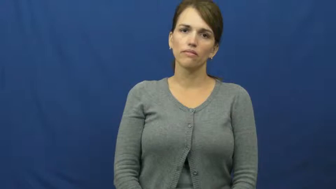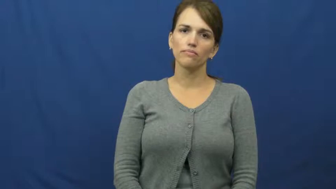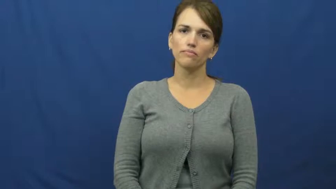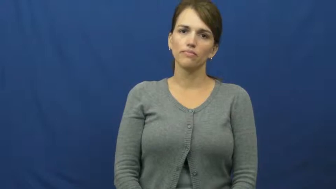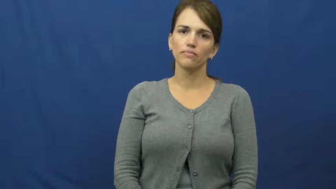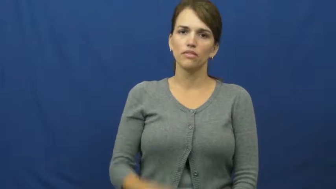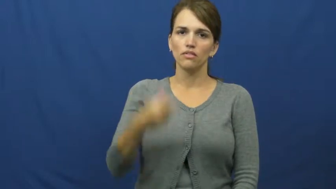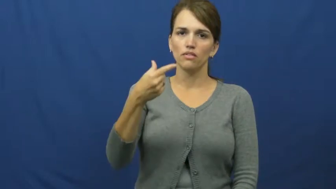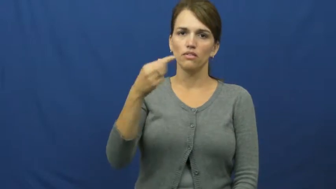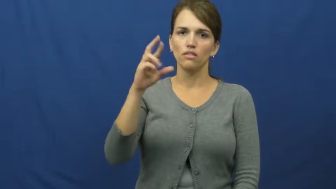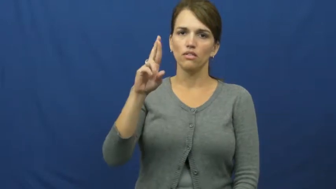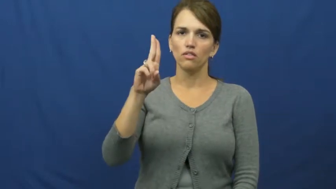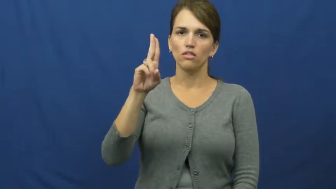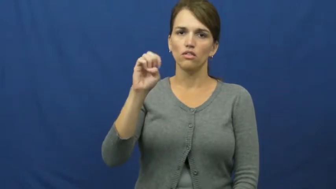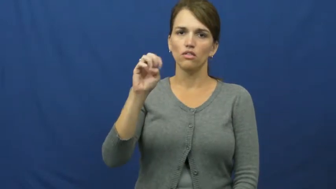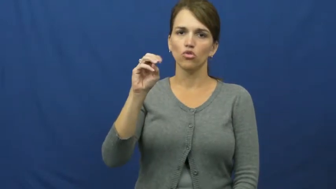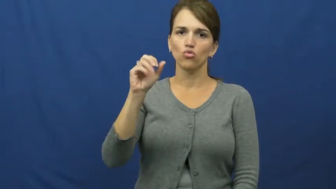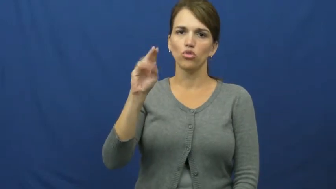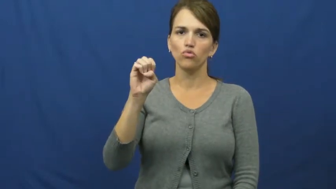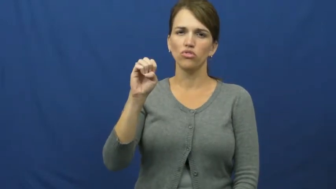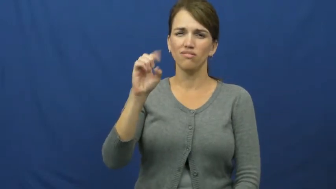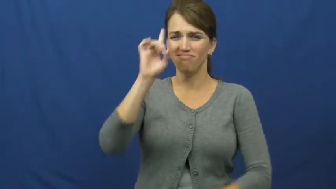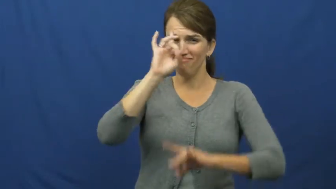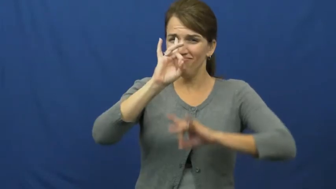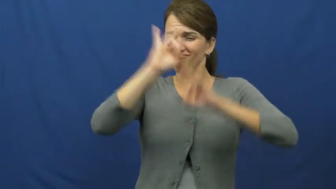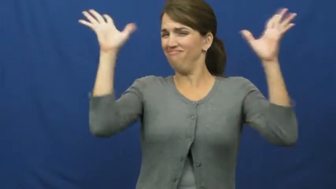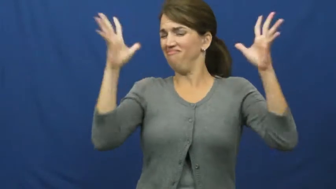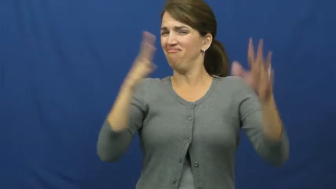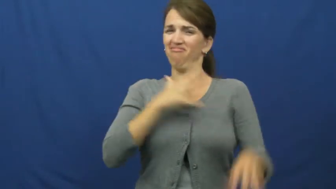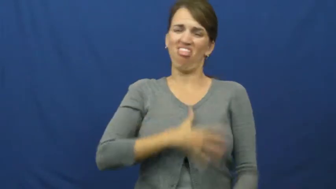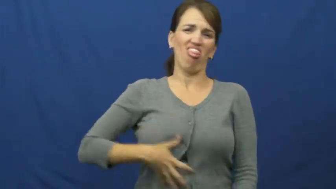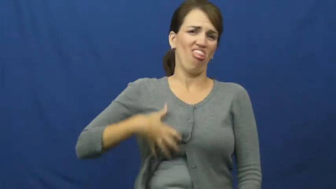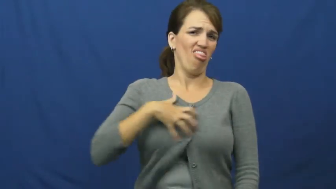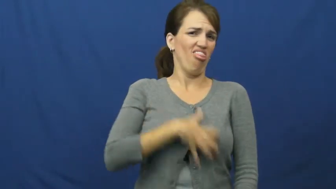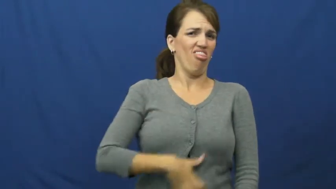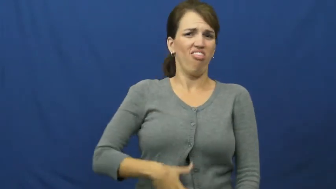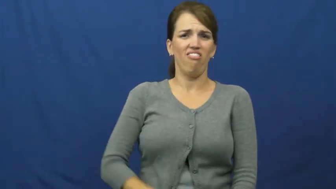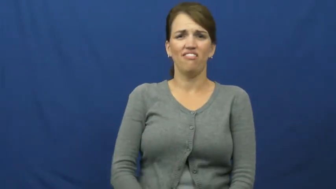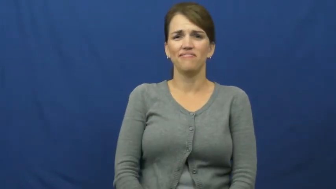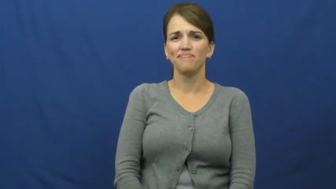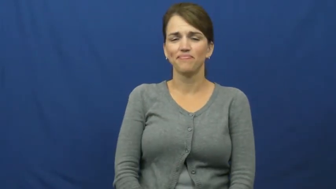gruesome